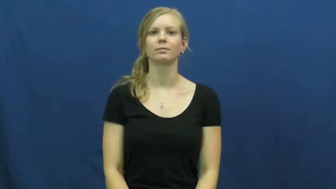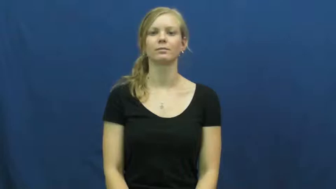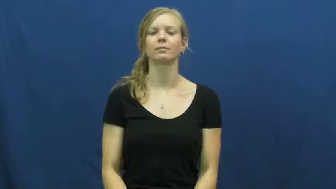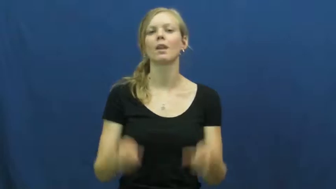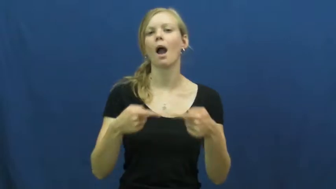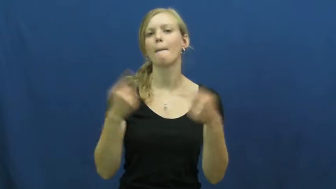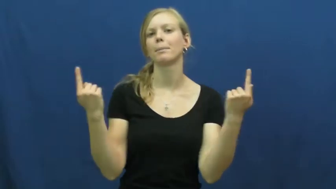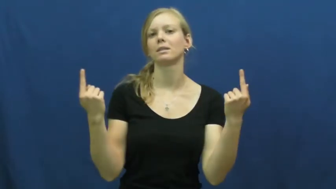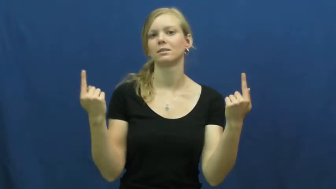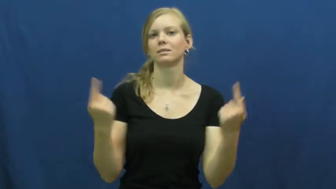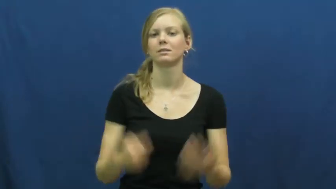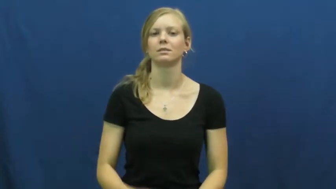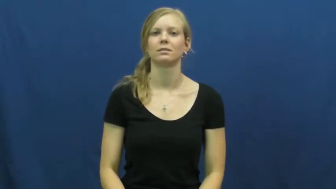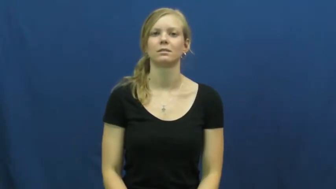opposite,converse,antipode,antithesis,obverse,at odds,clash